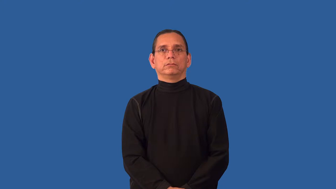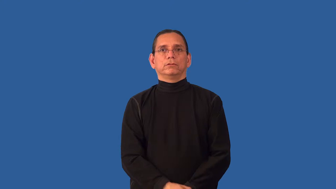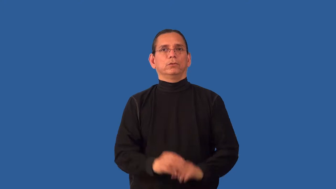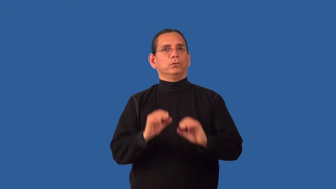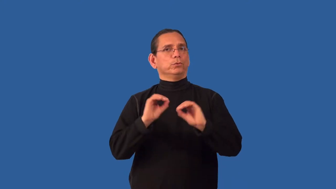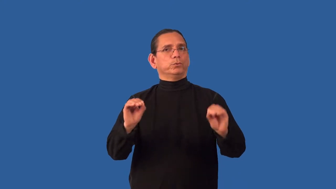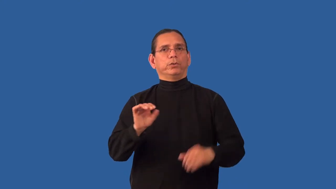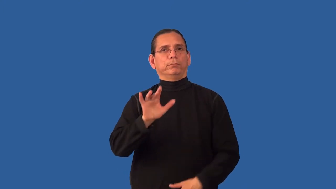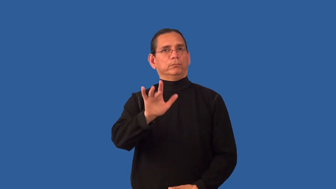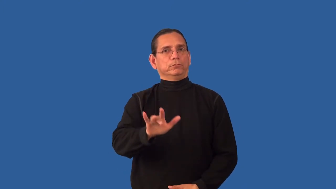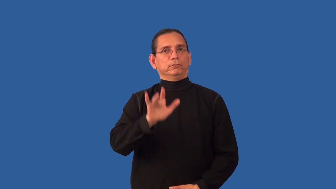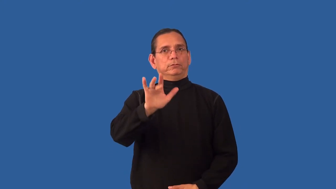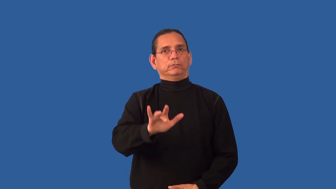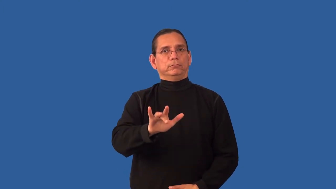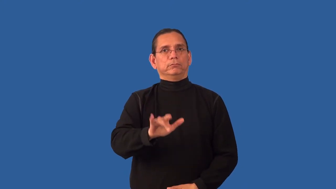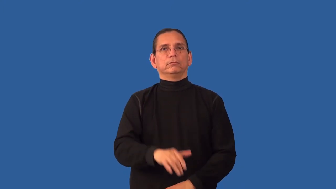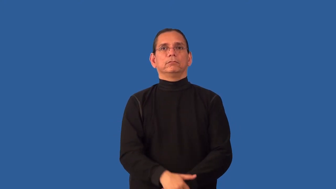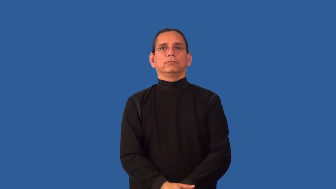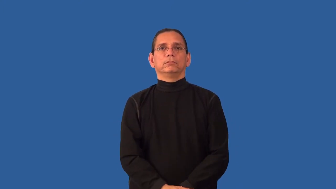unsympathetic,hardhearted,hard boiled